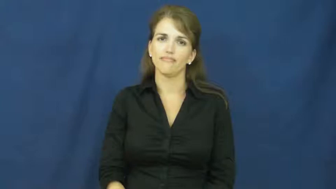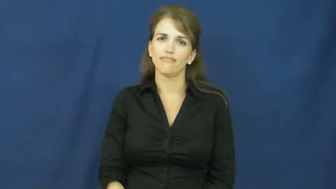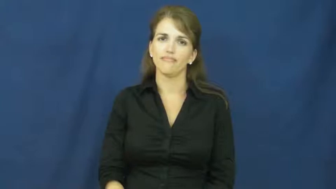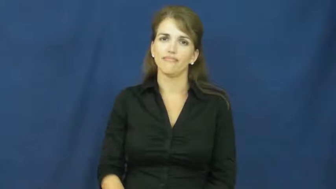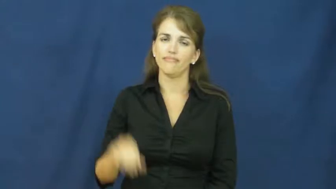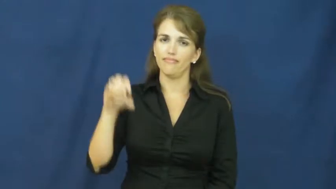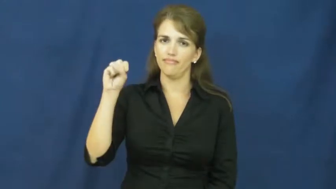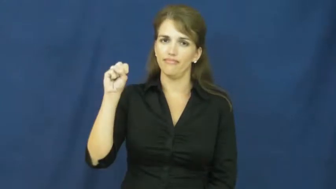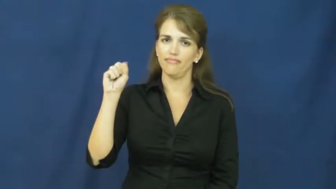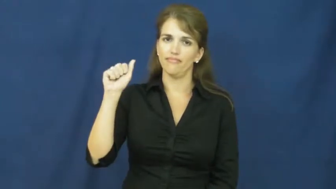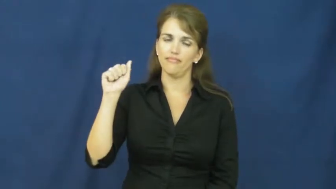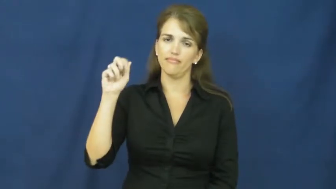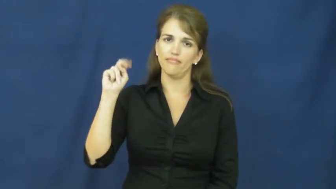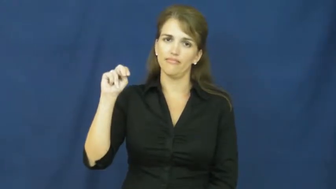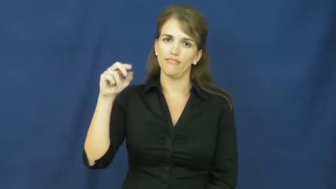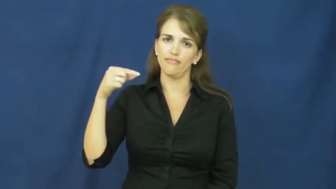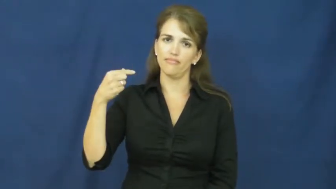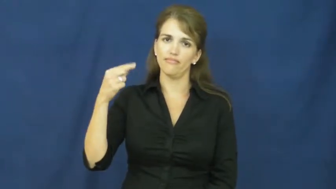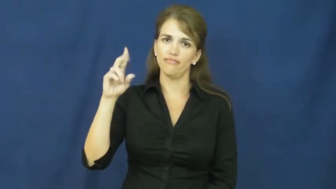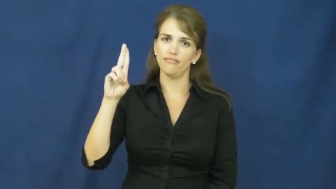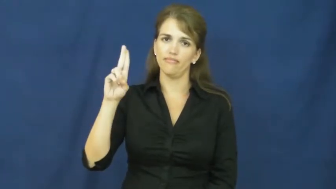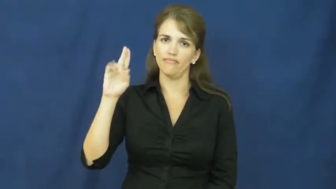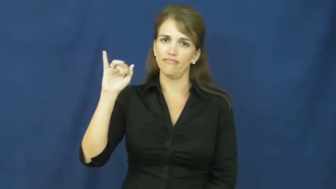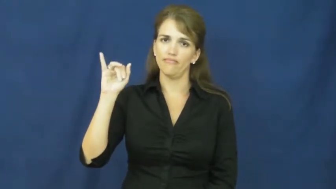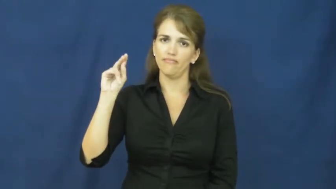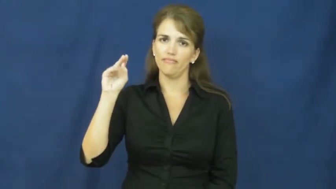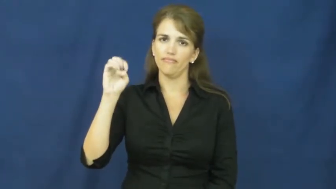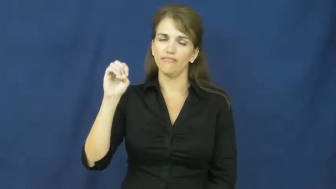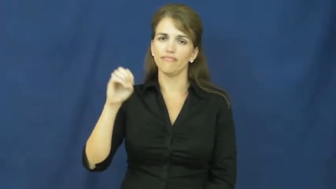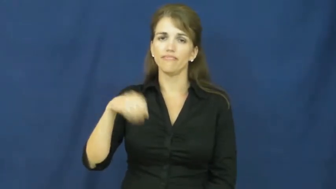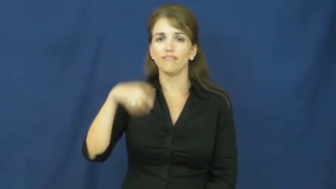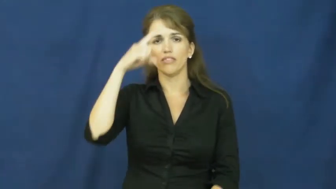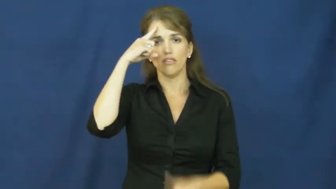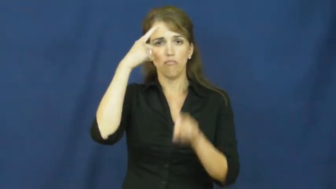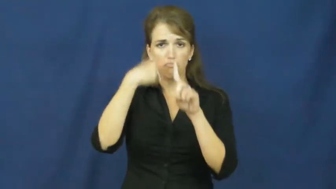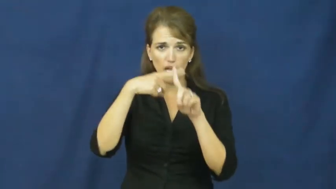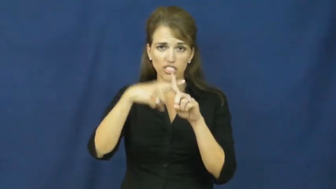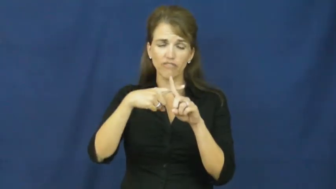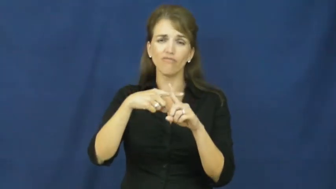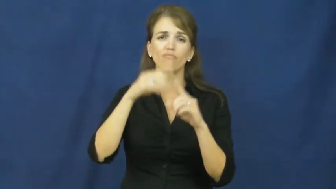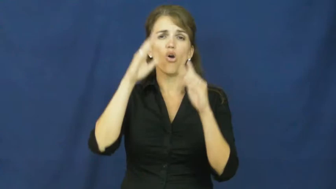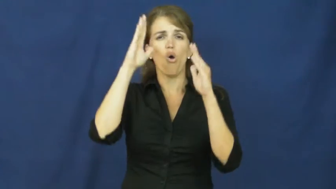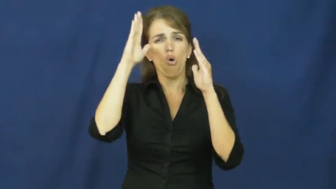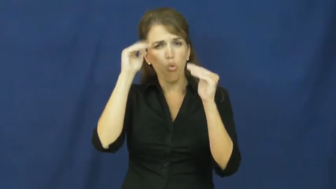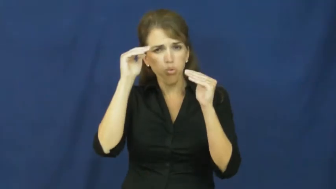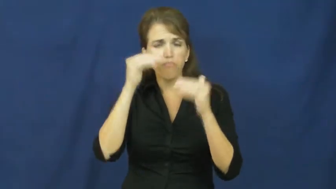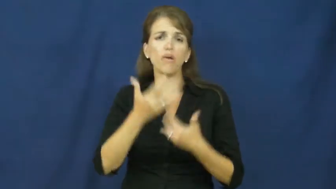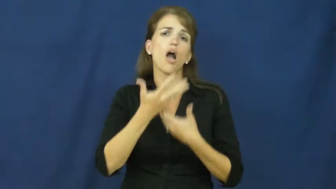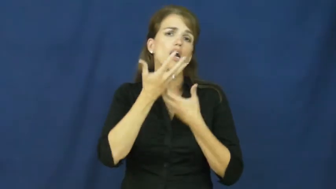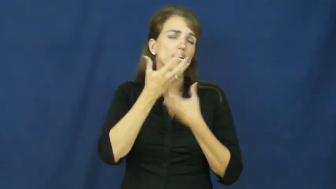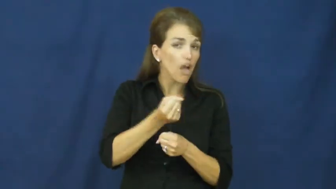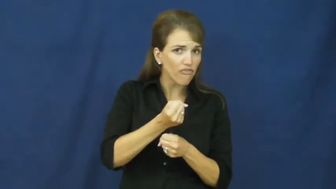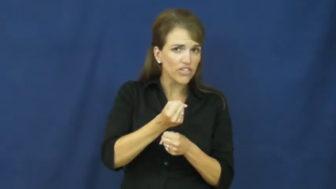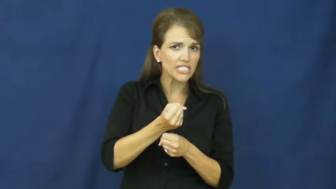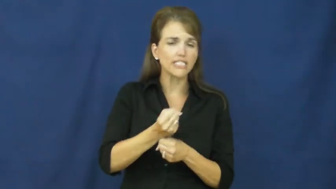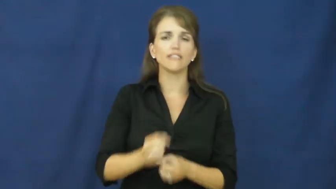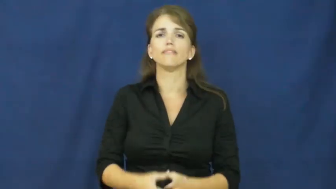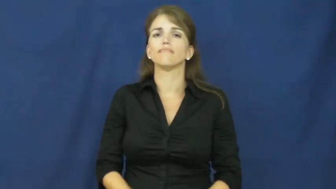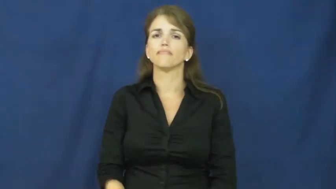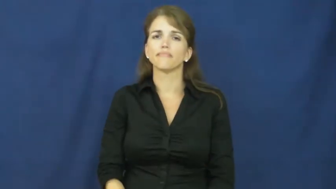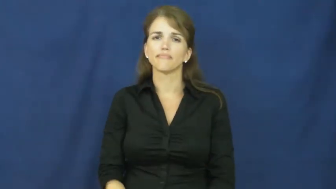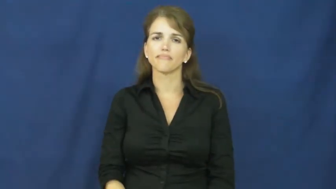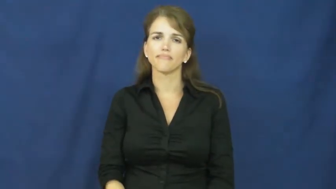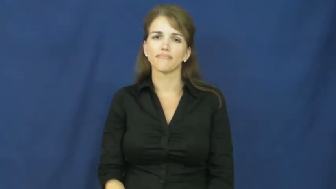sanguine